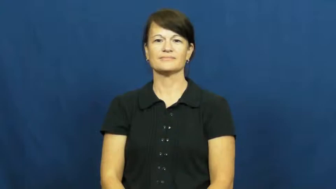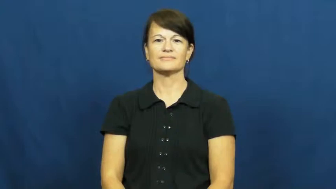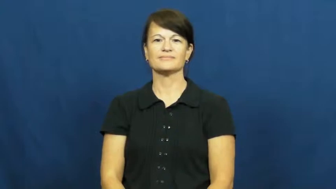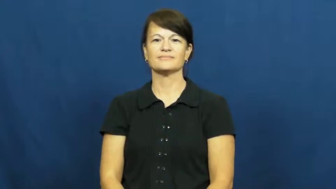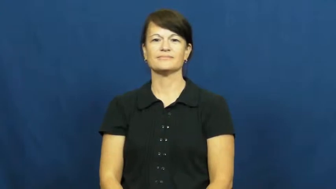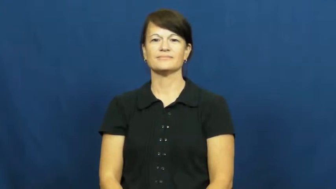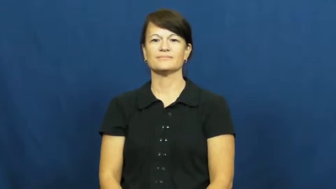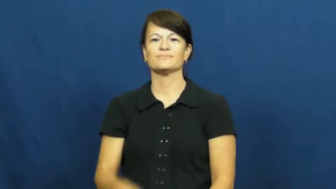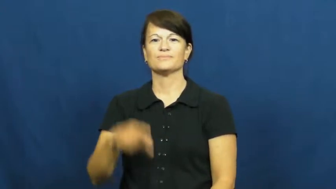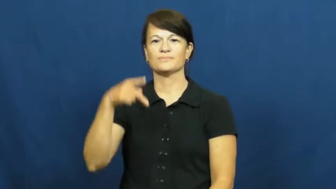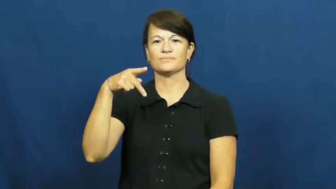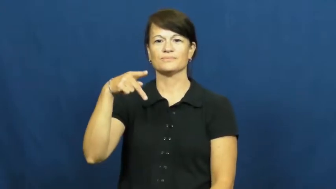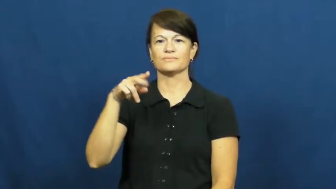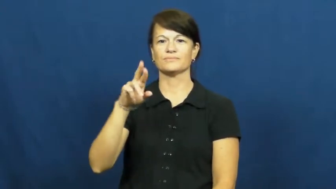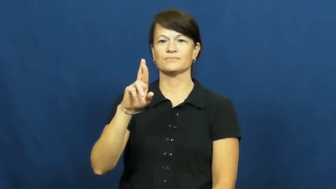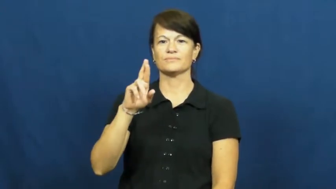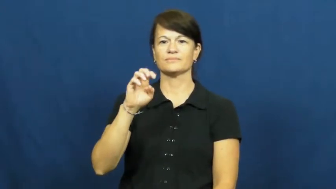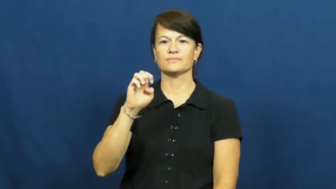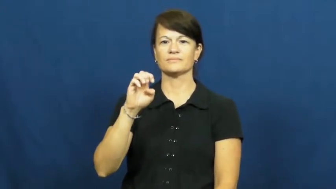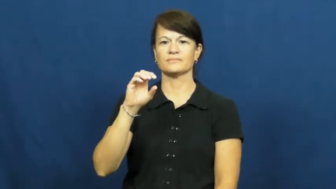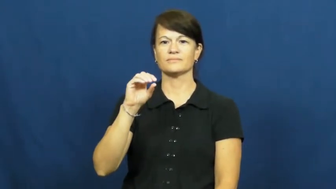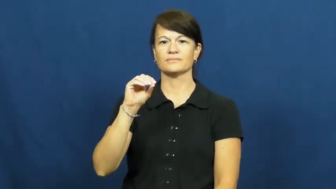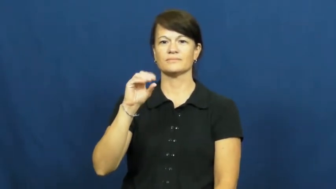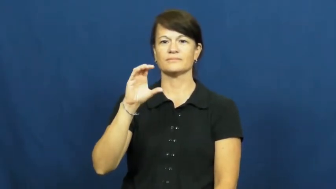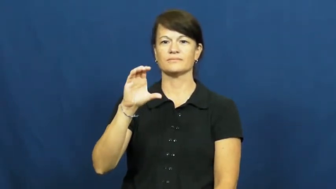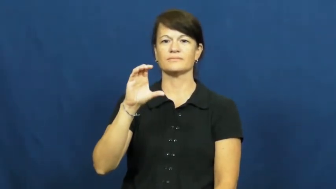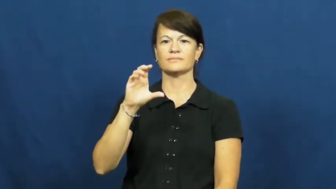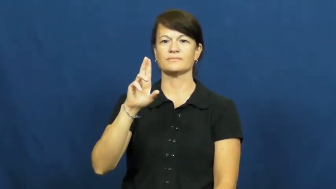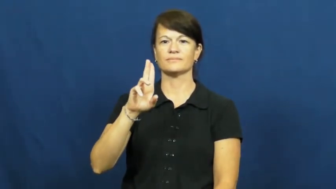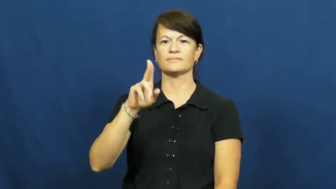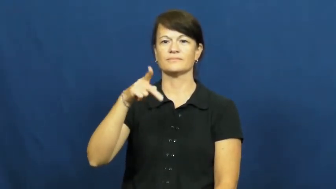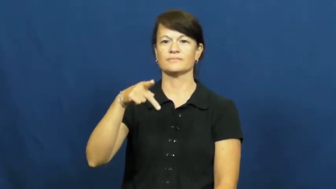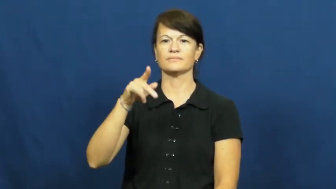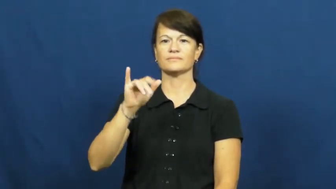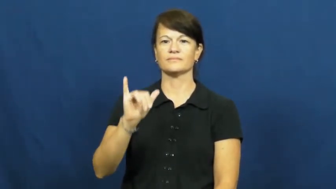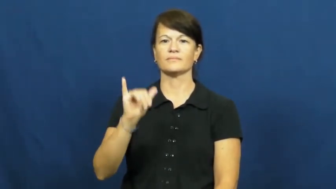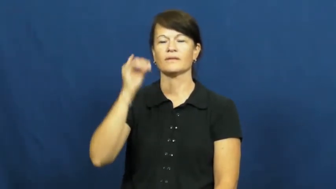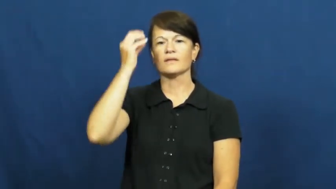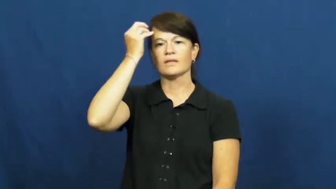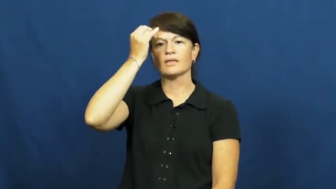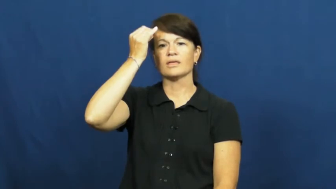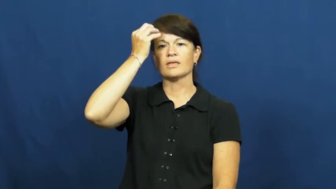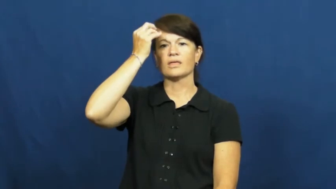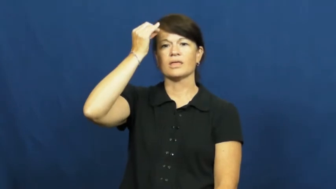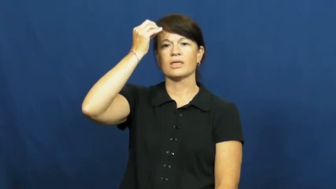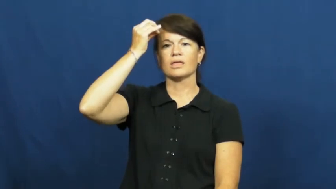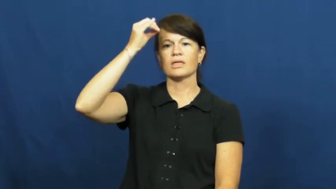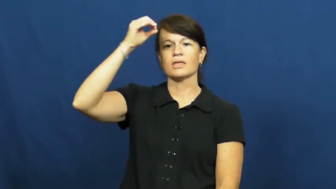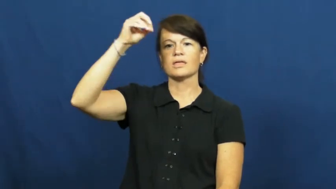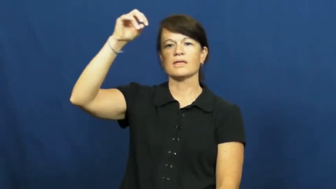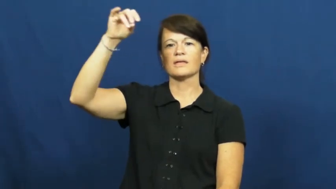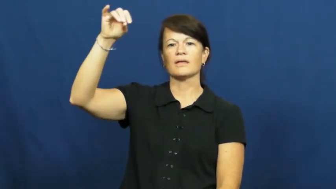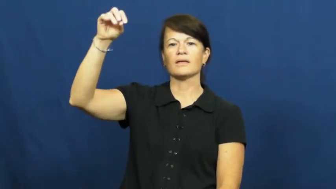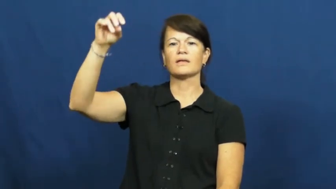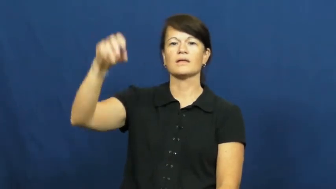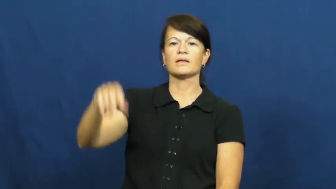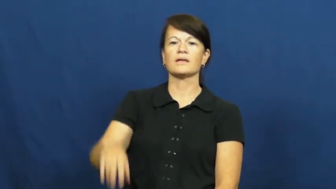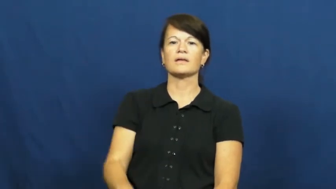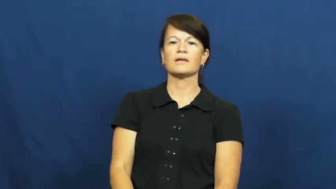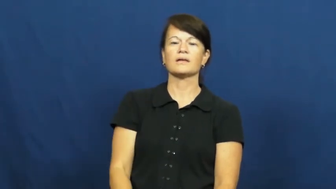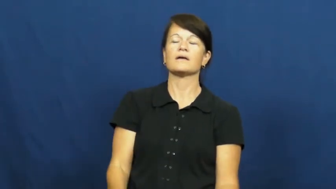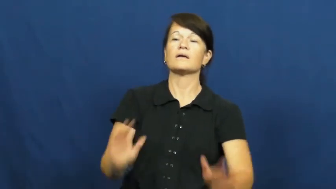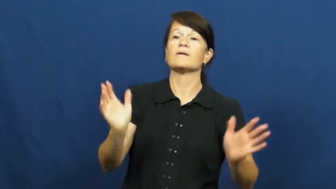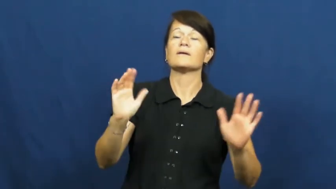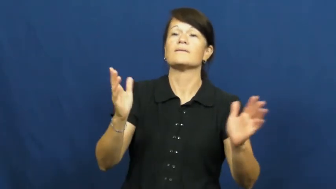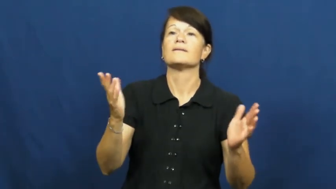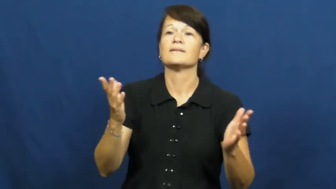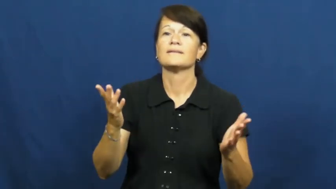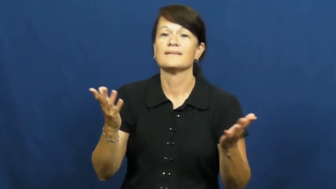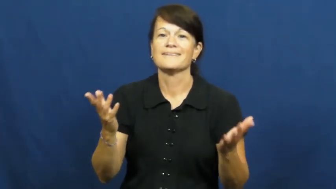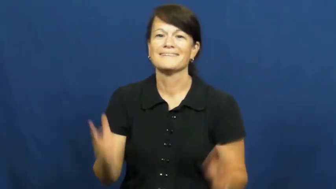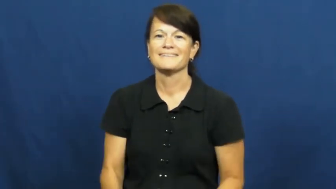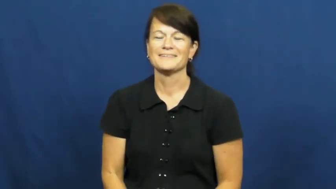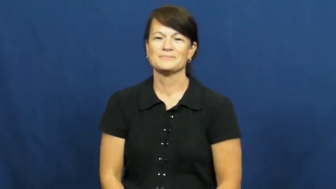preoccupy